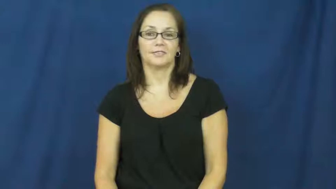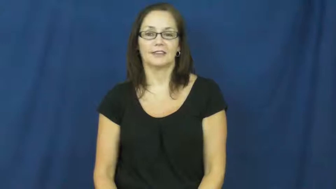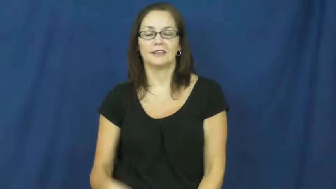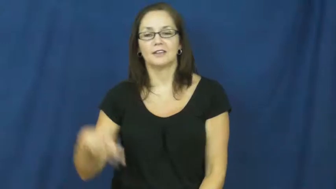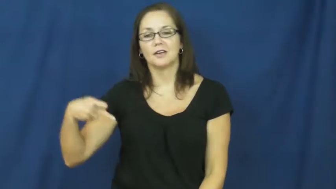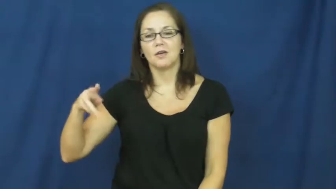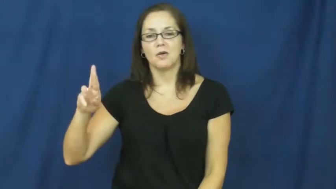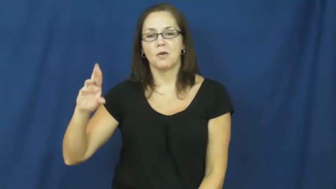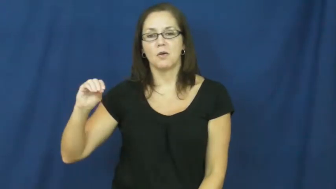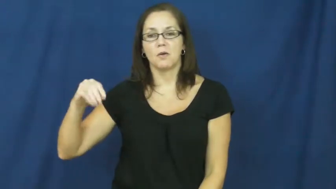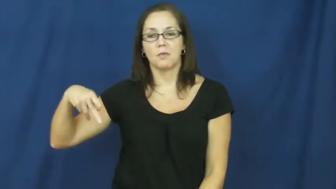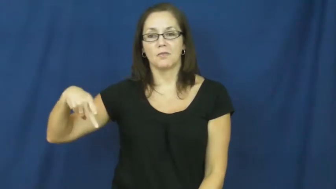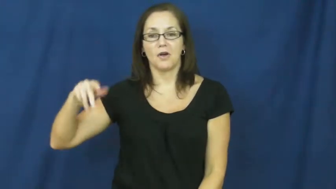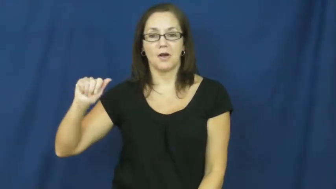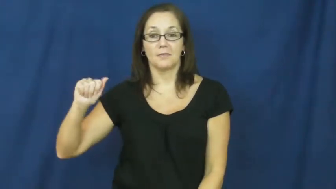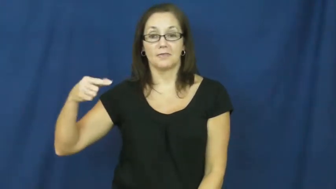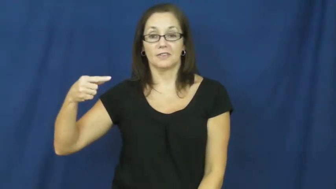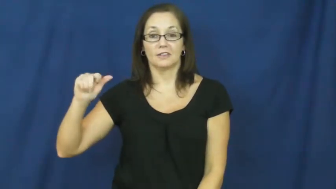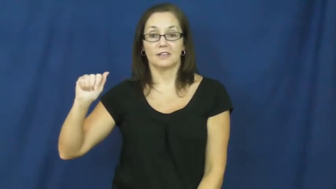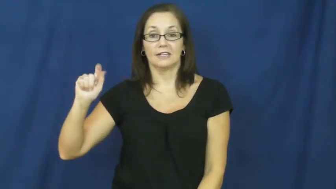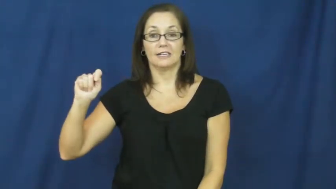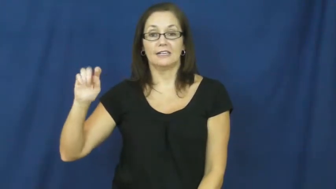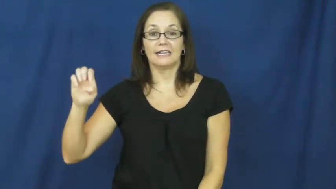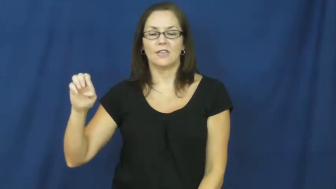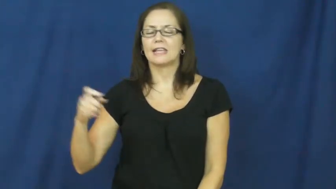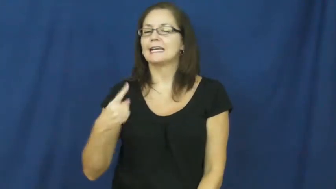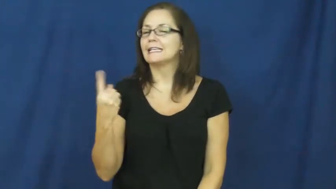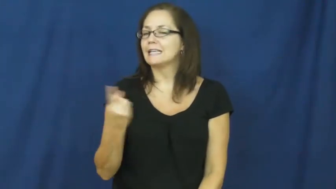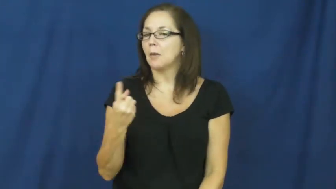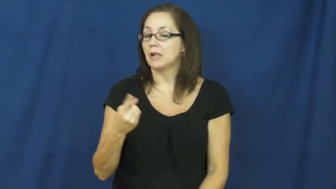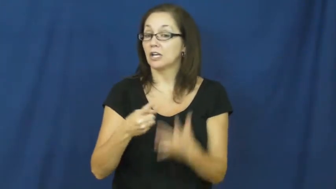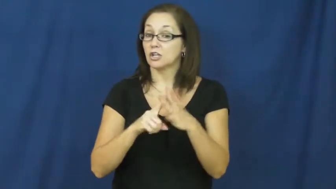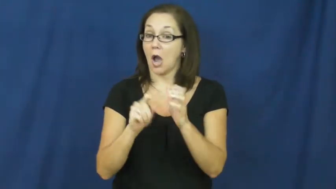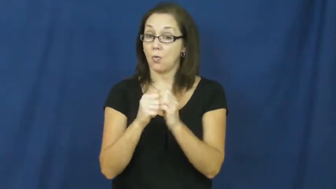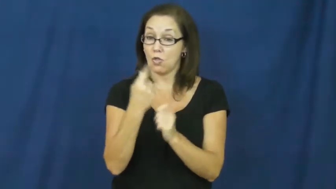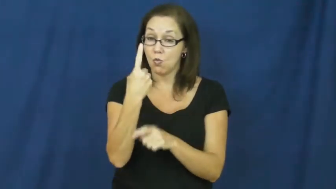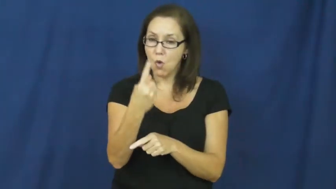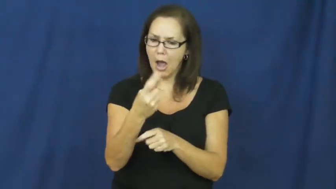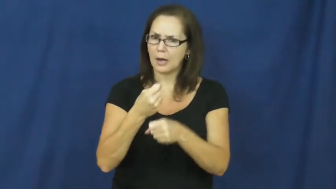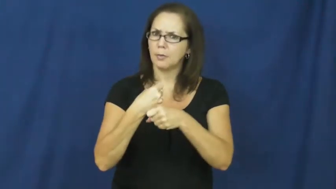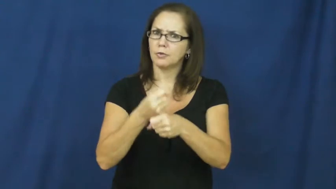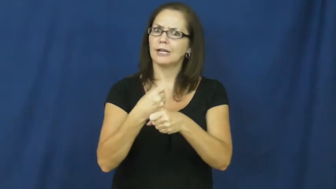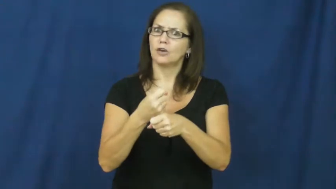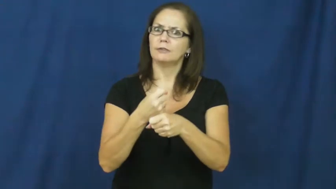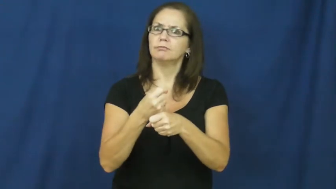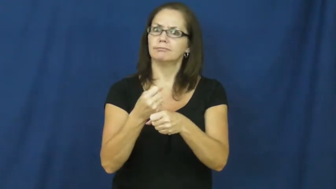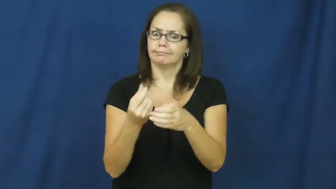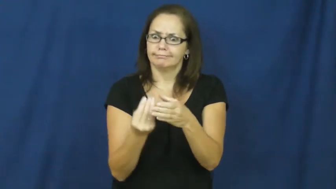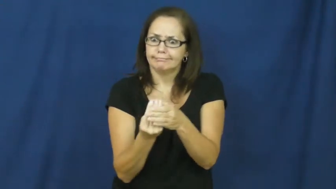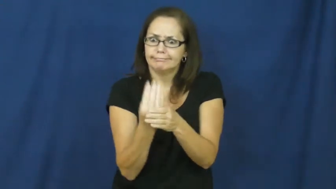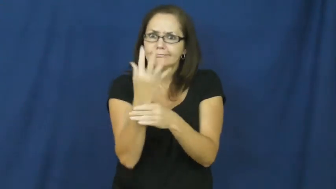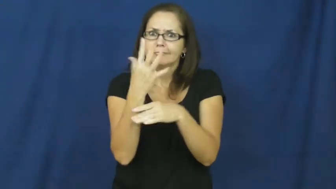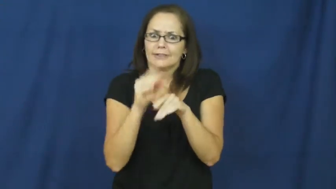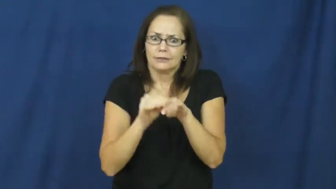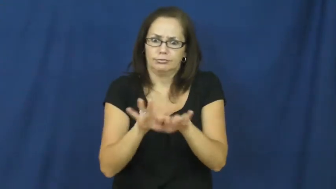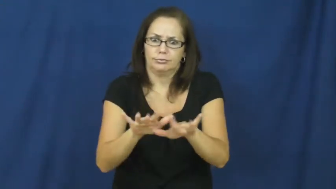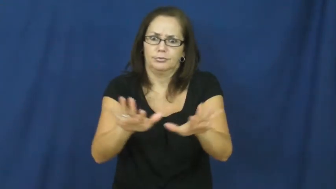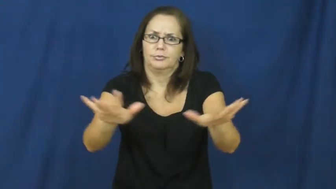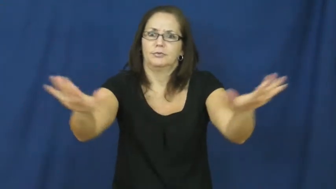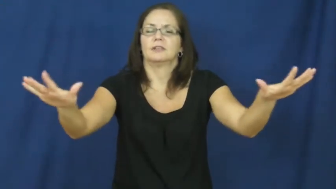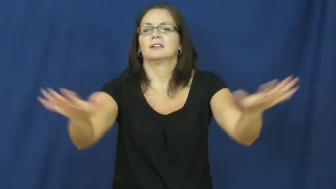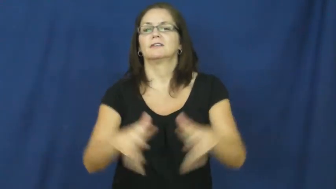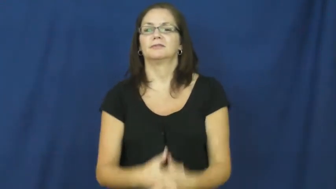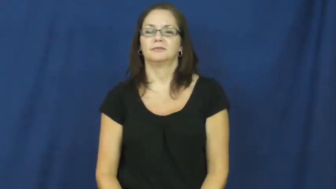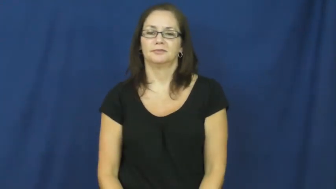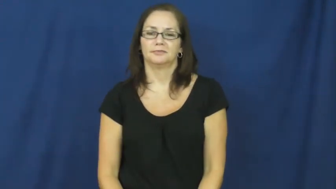propagate